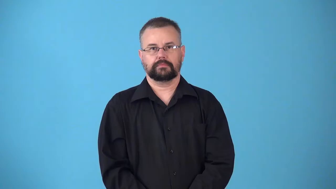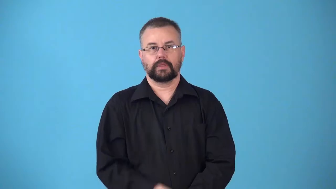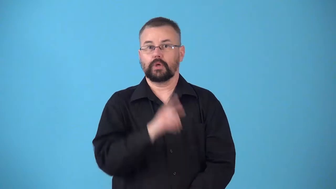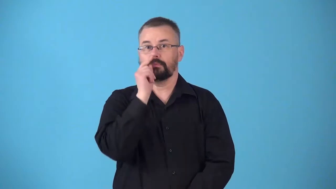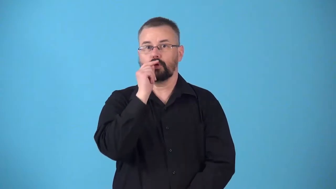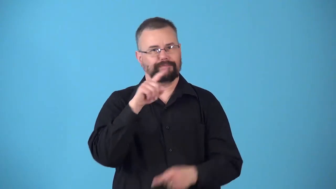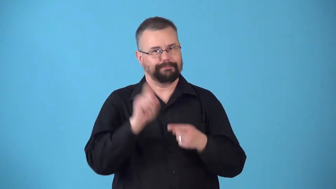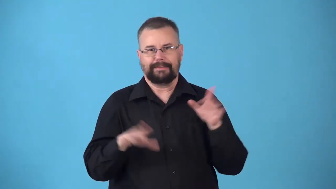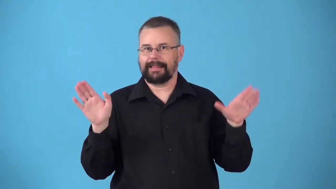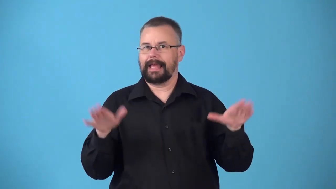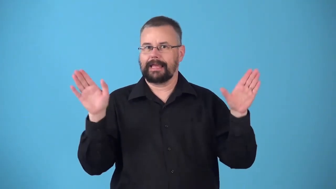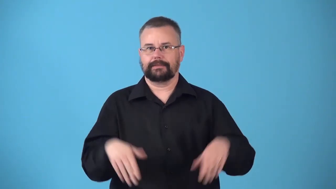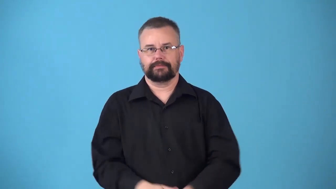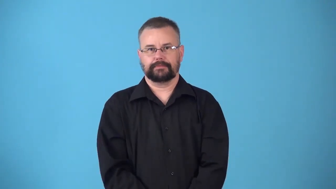nonflying